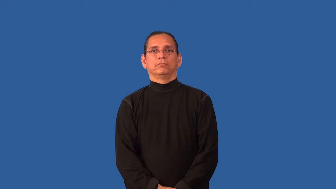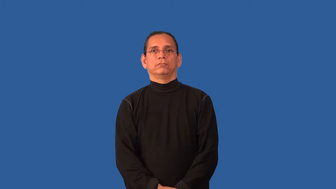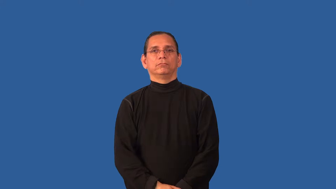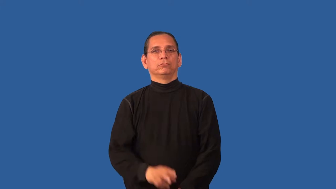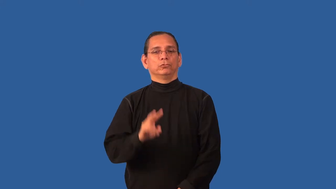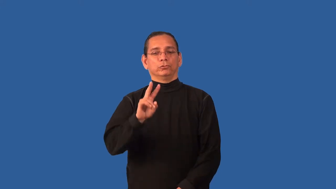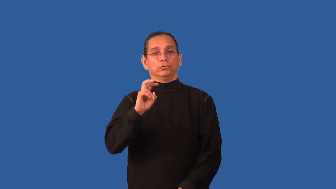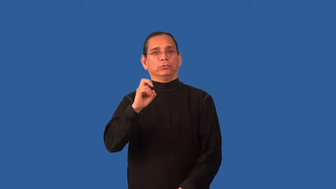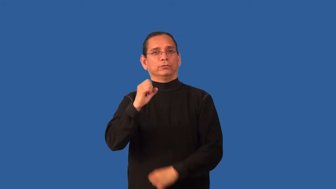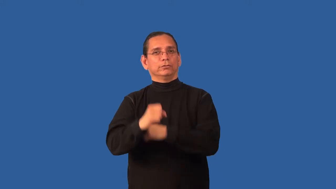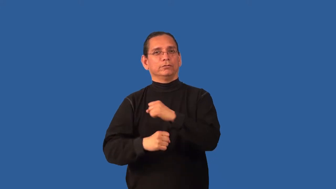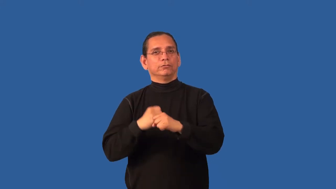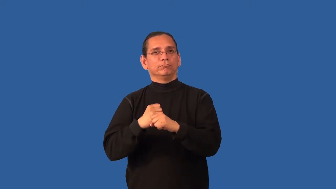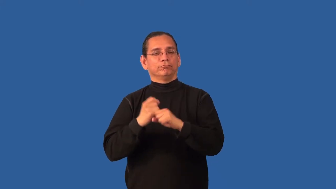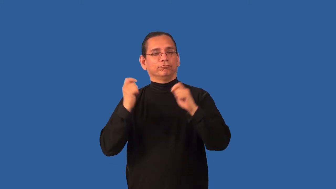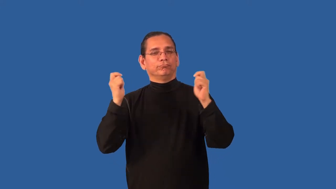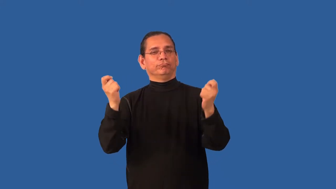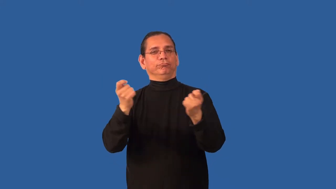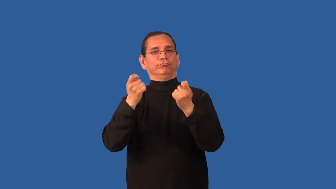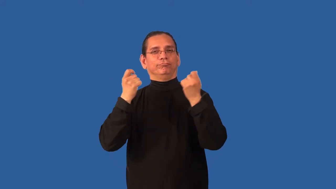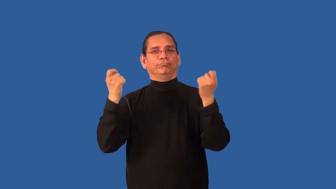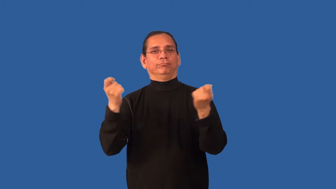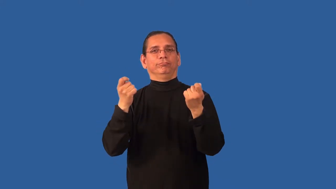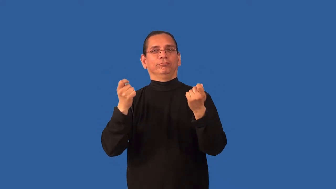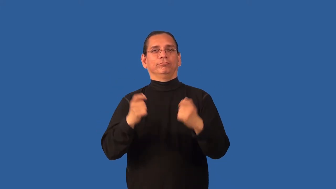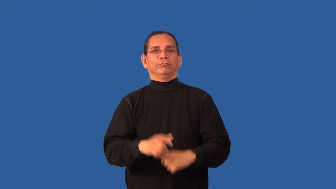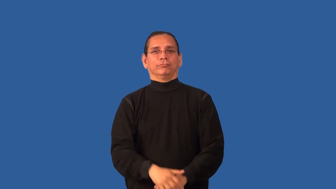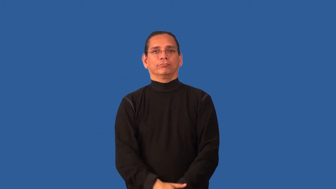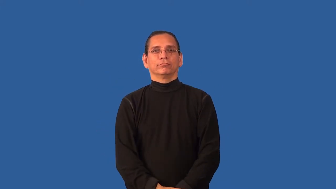bicentennial